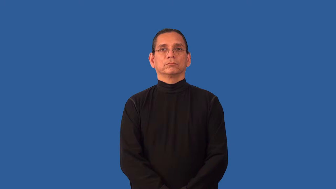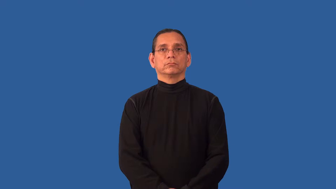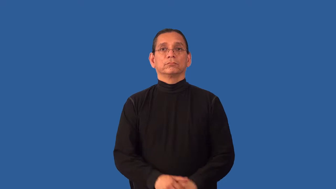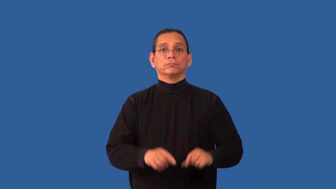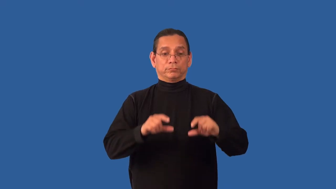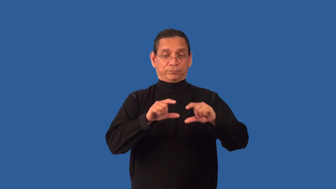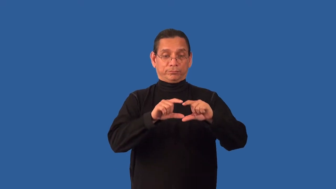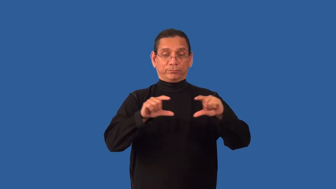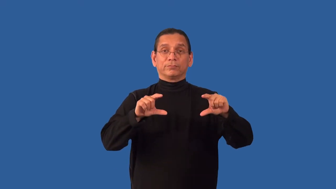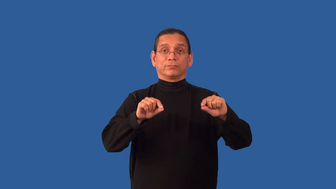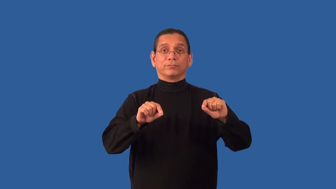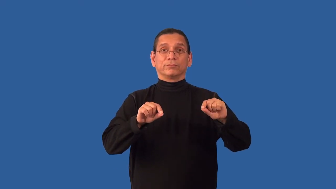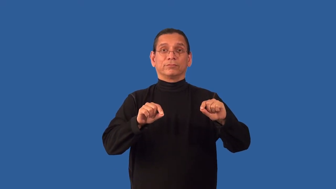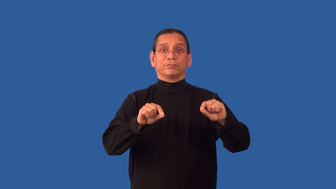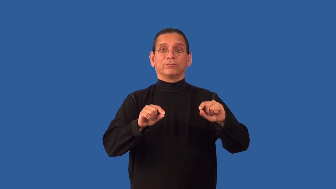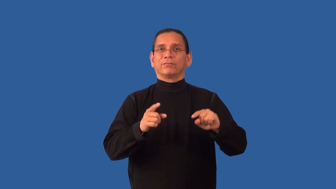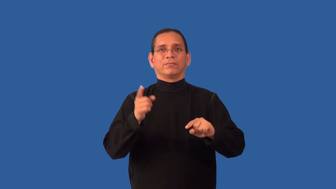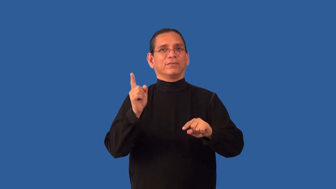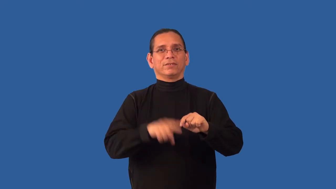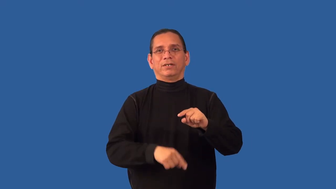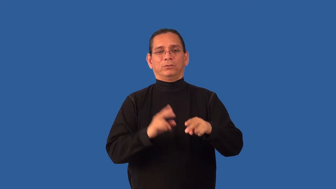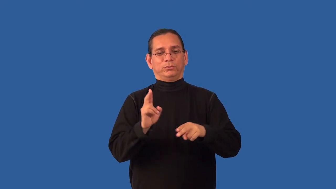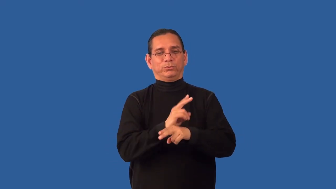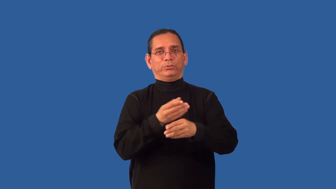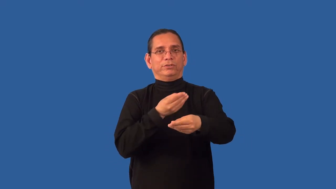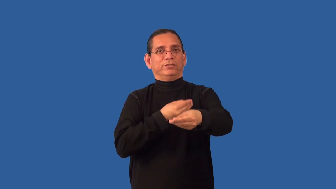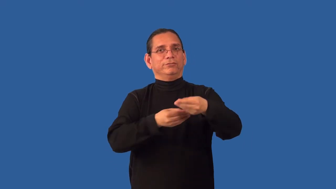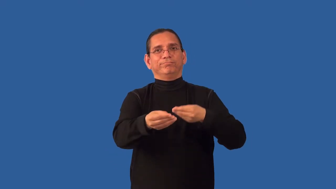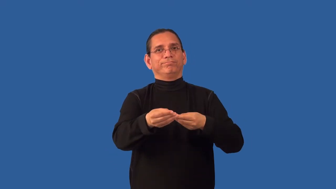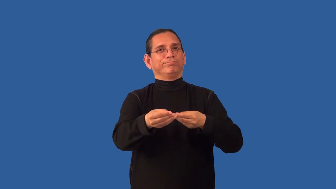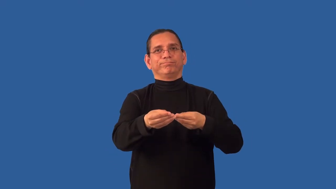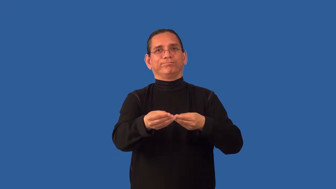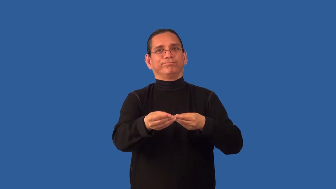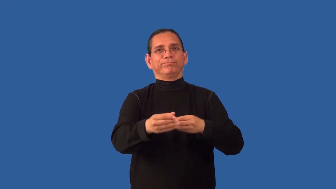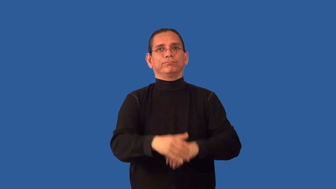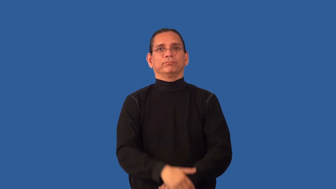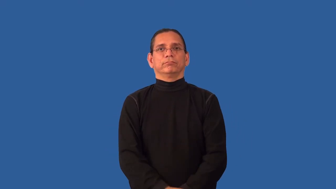unredeemed-unusable coupon